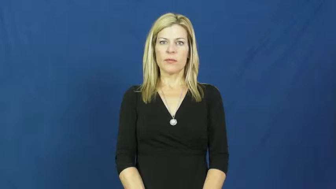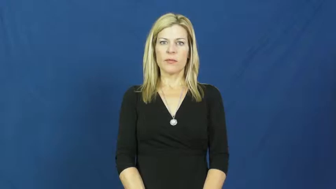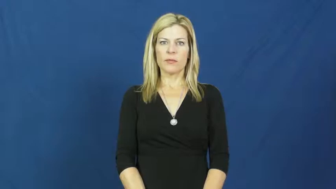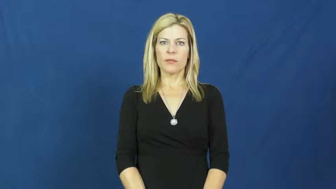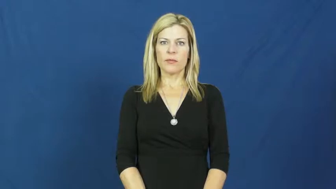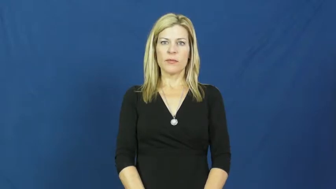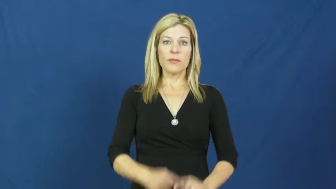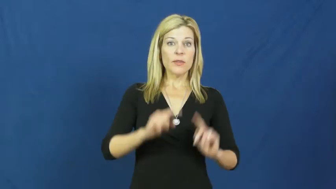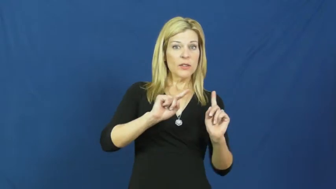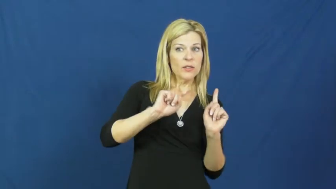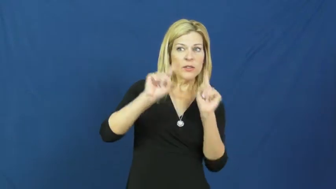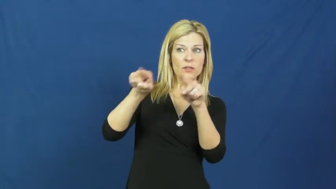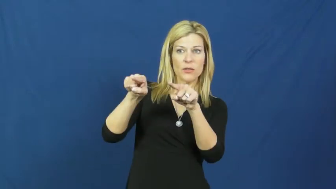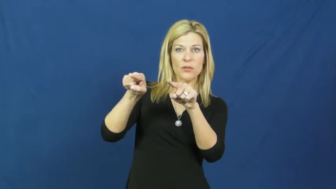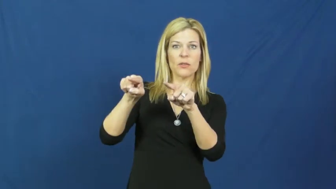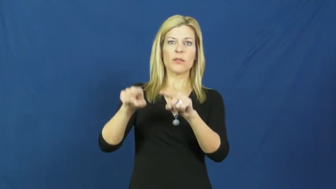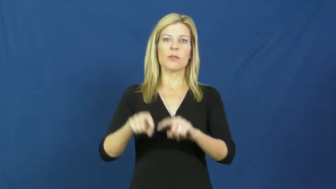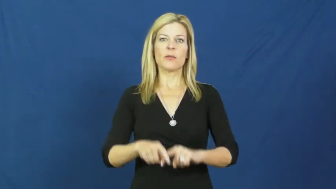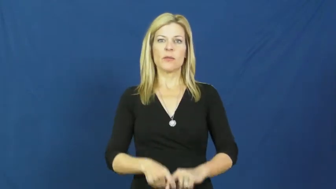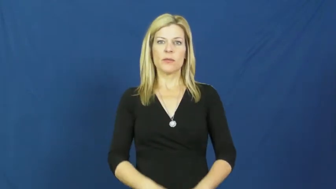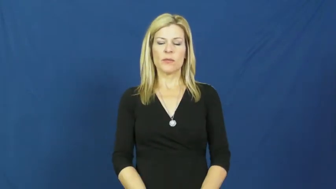head down,head down to,head up to,head over to,head off, head off to,head for,head out